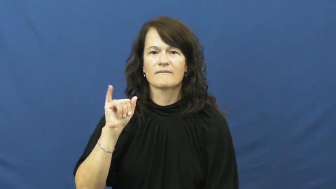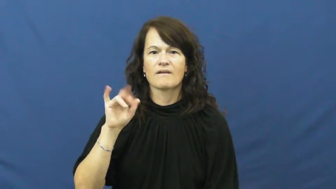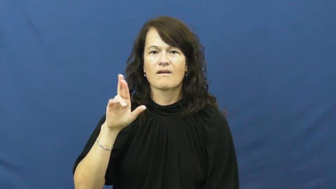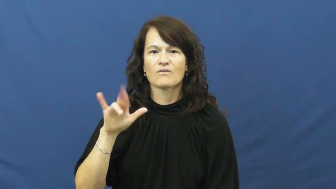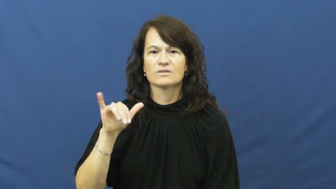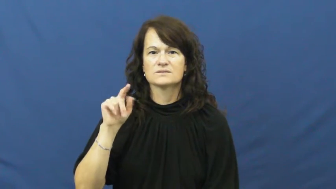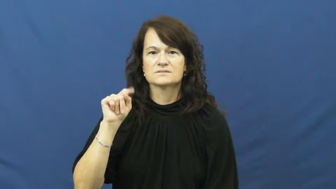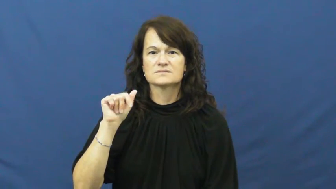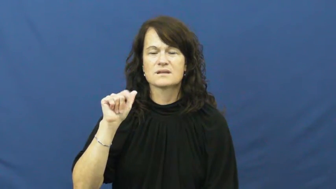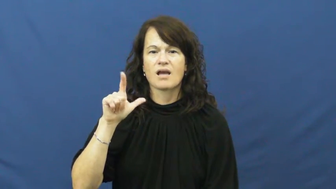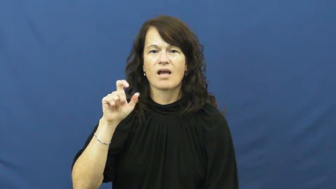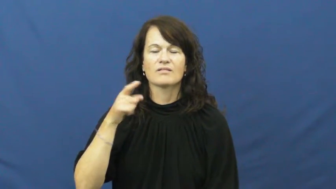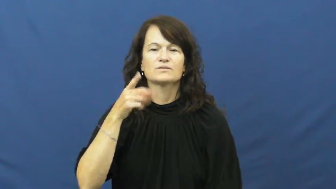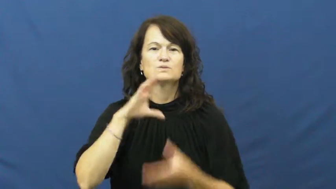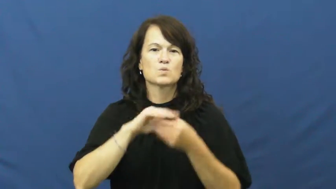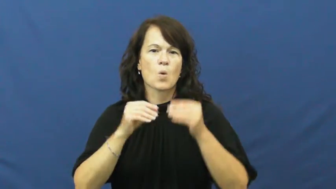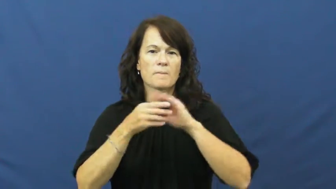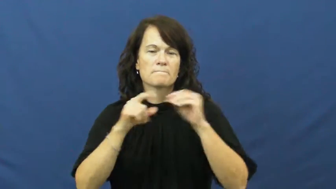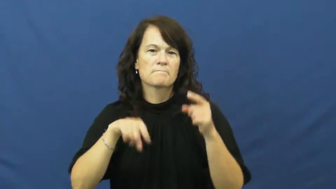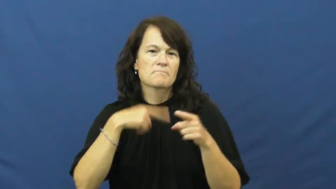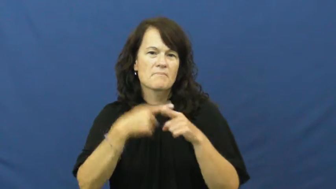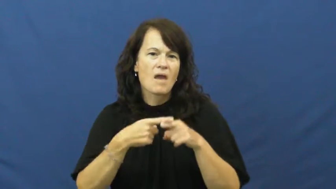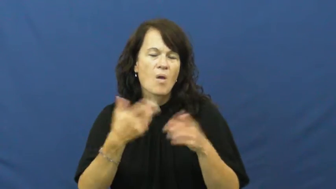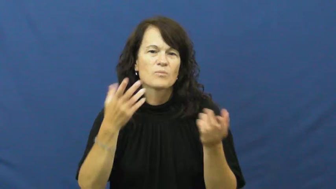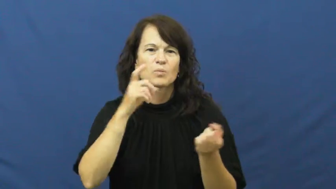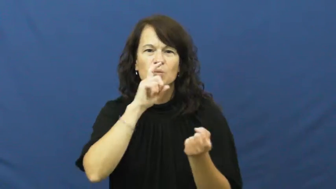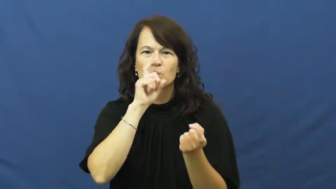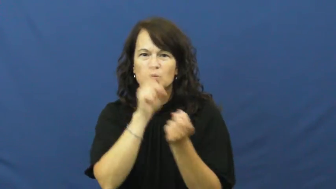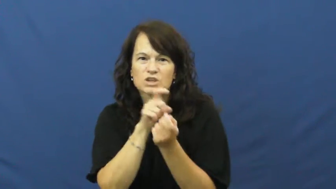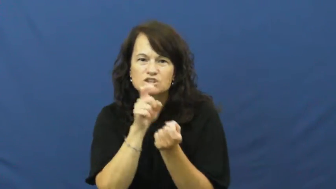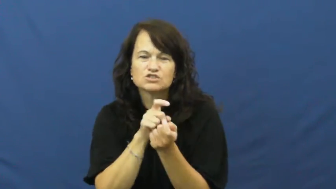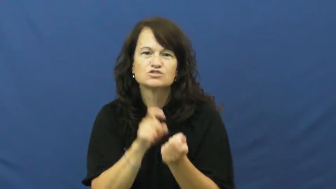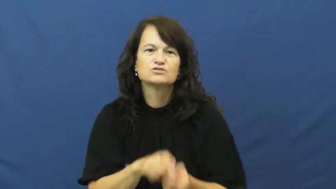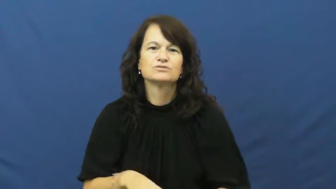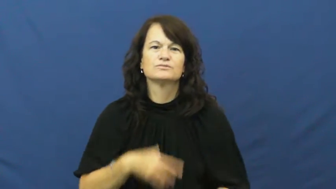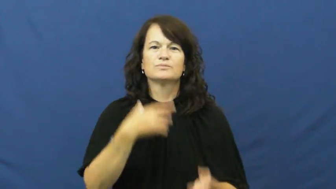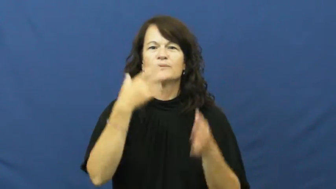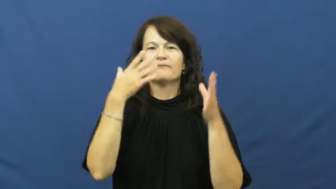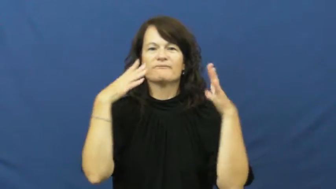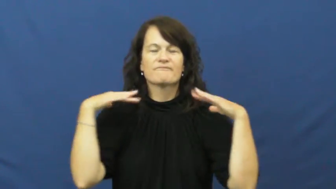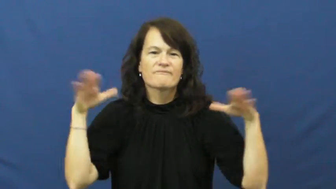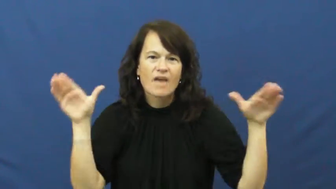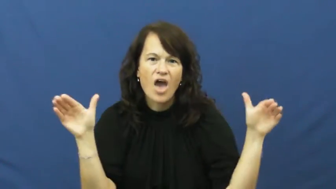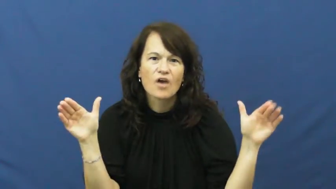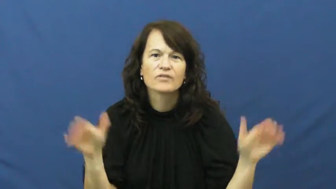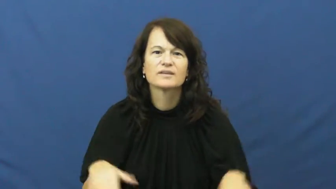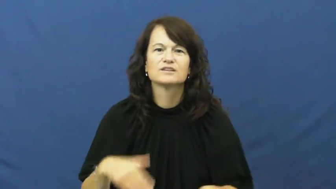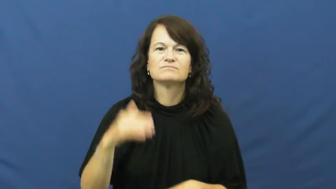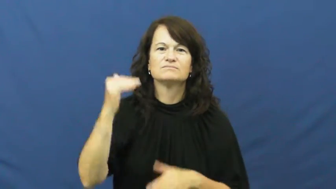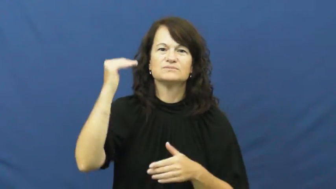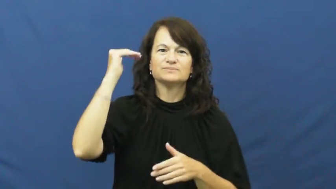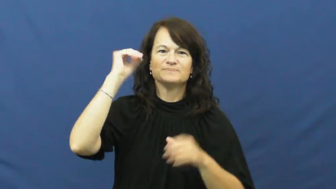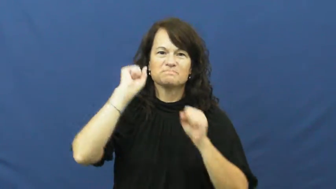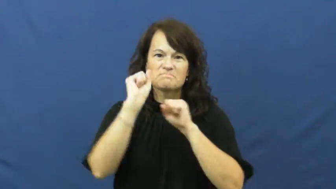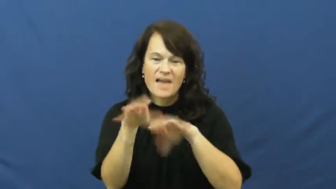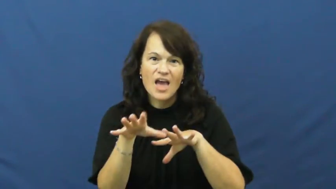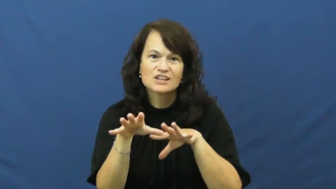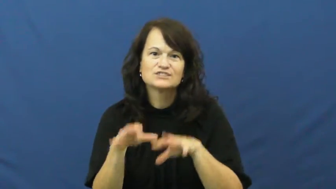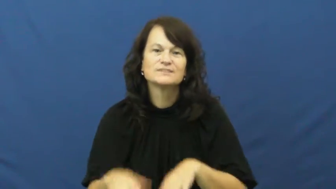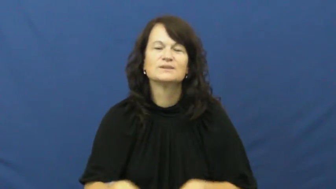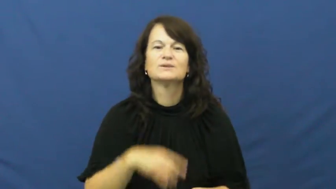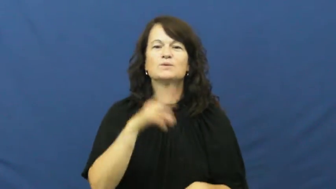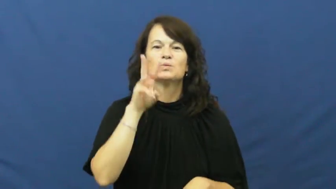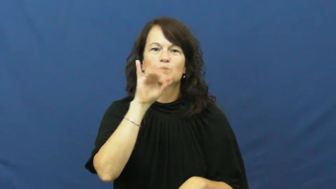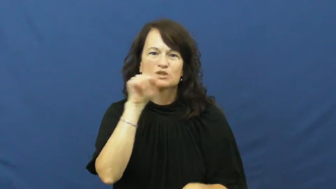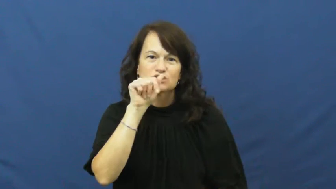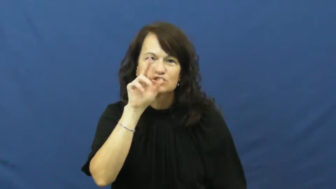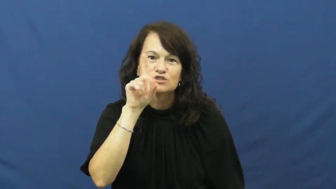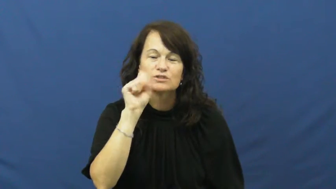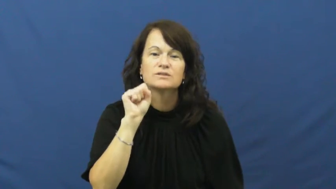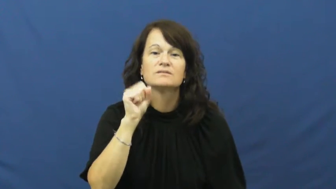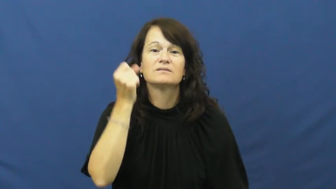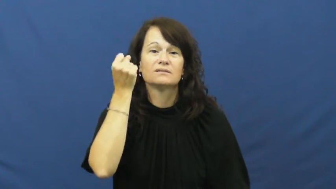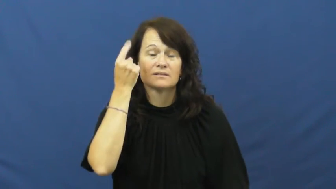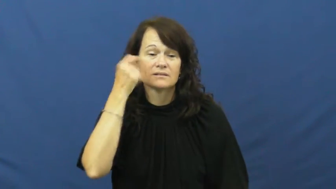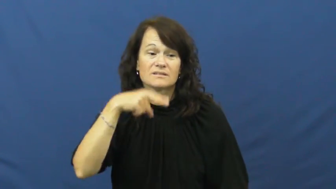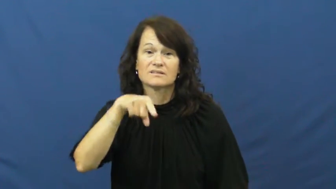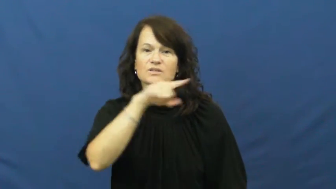fairytale